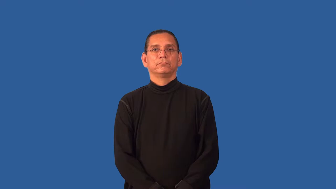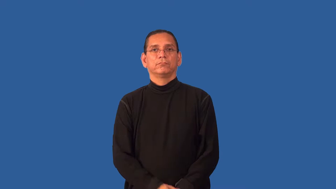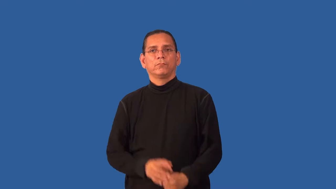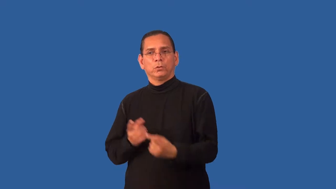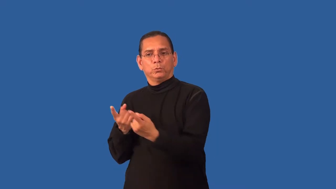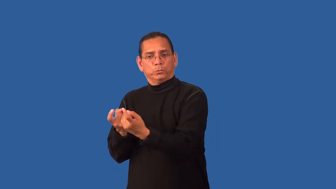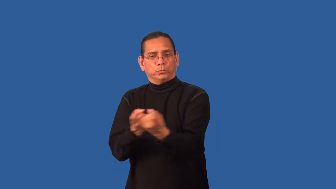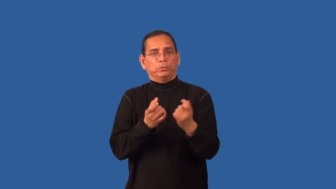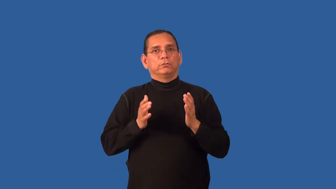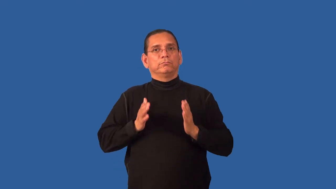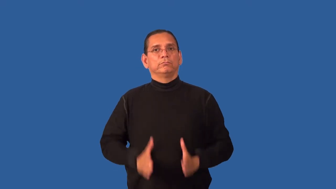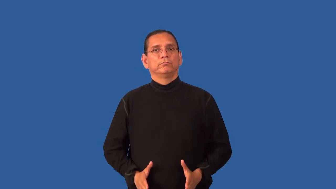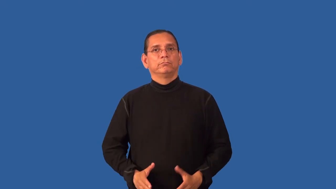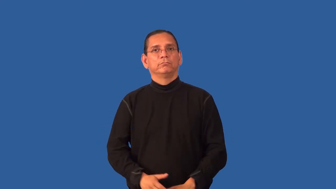recruiter